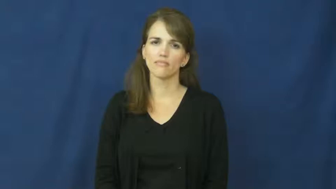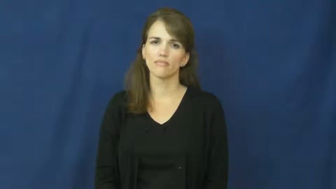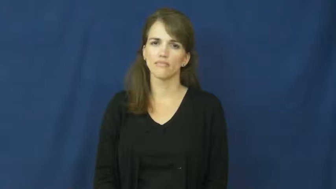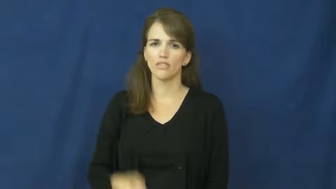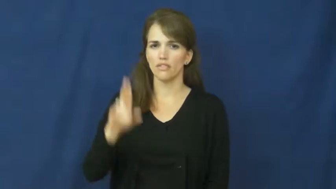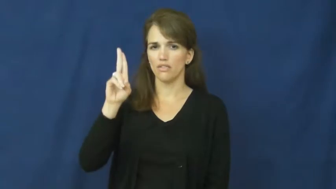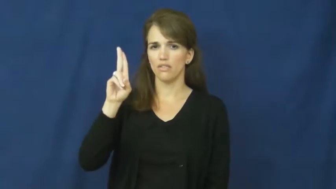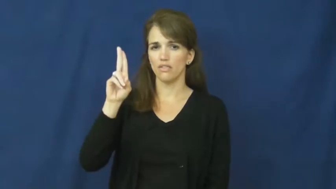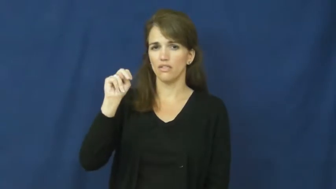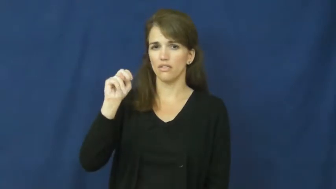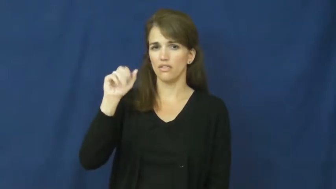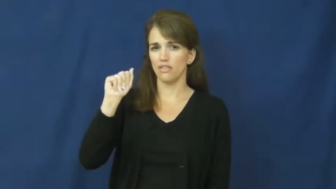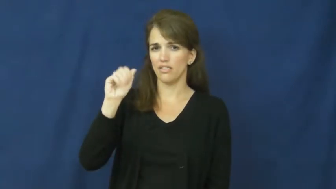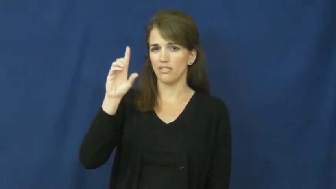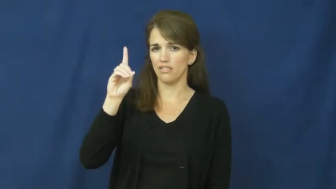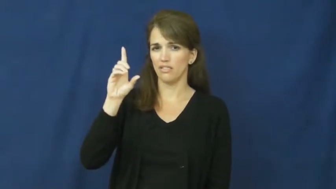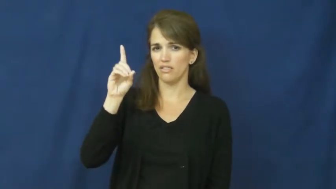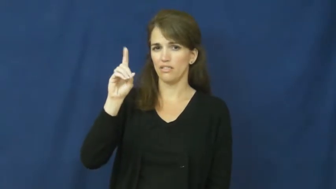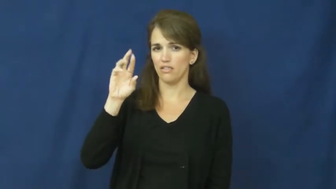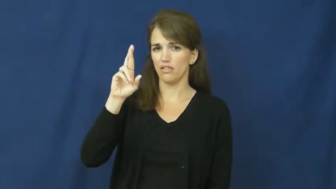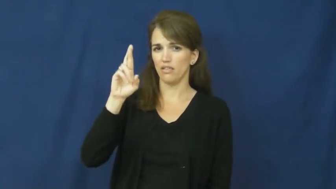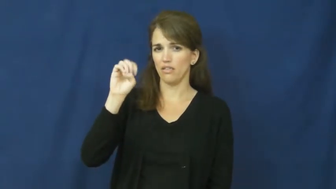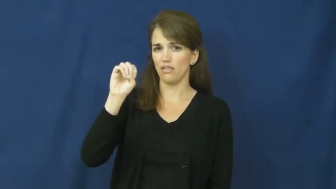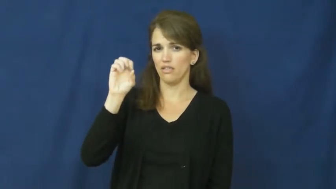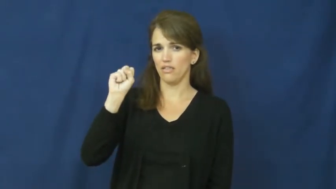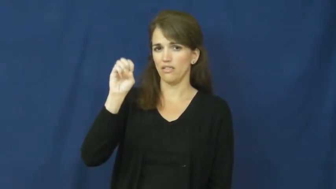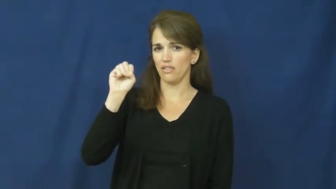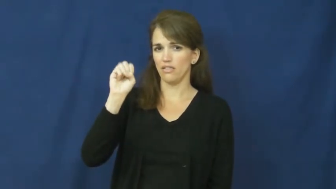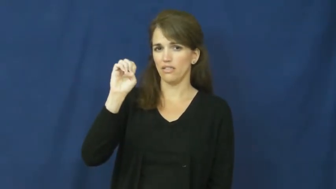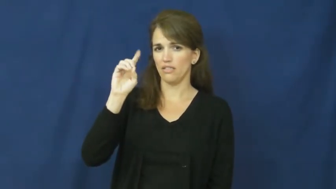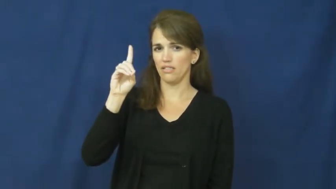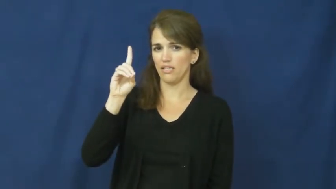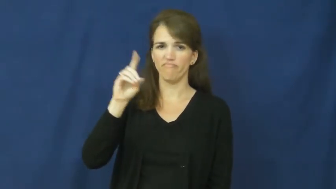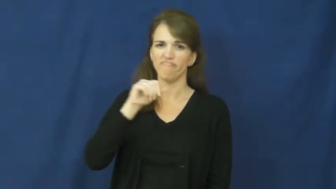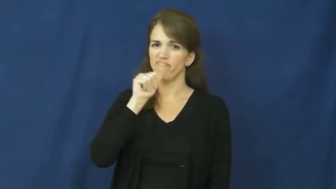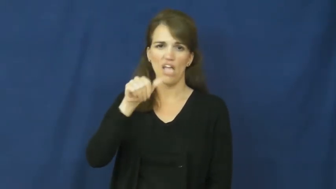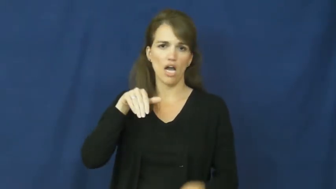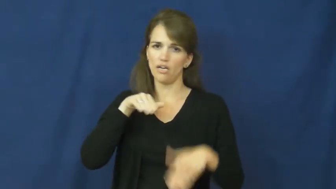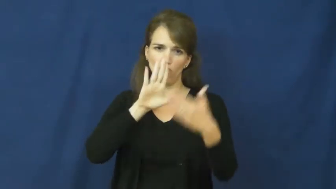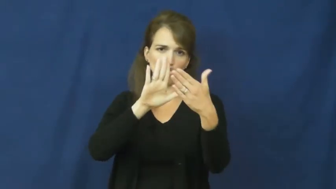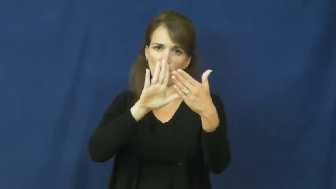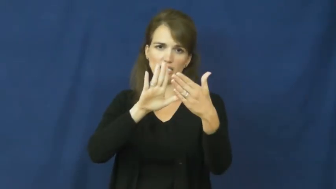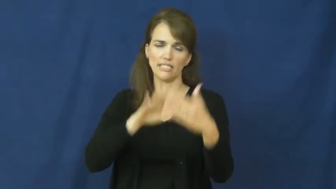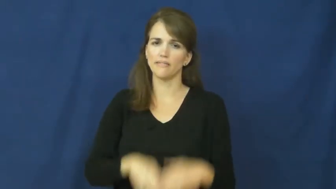unaddressed